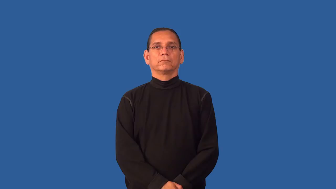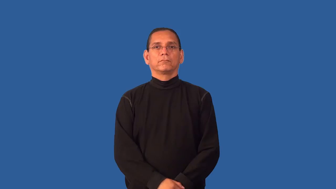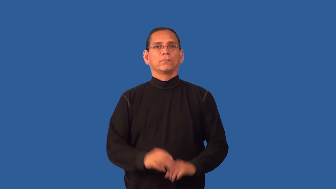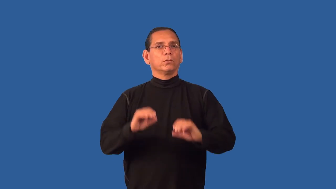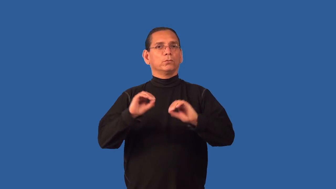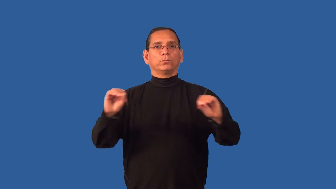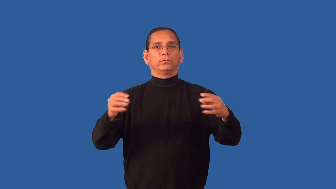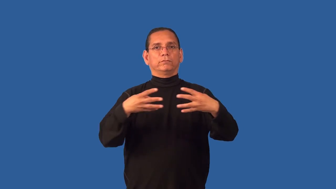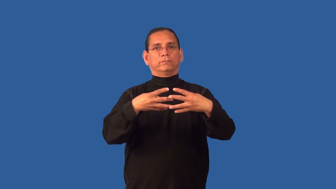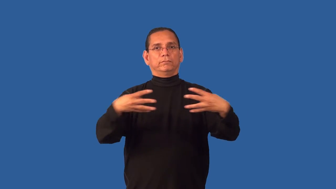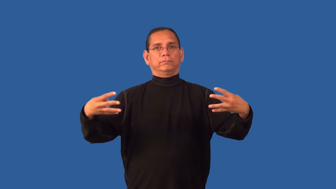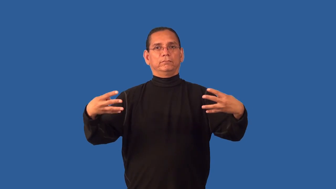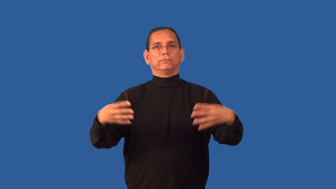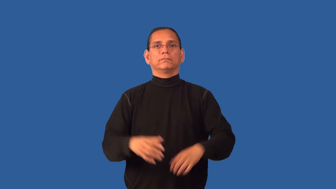fenceless